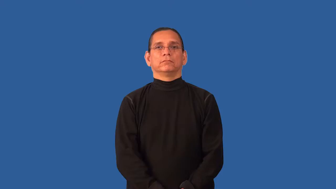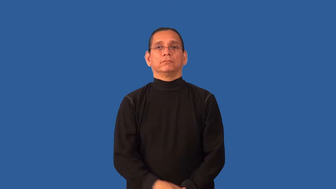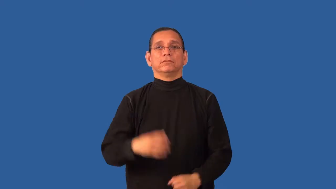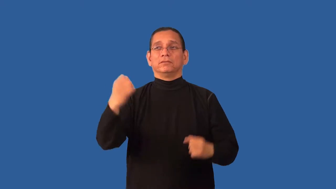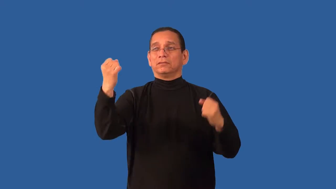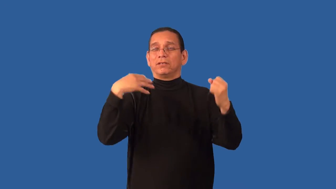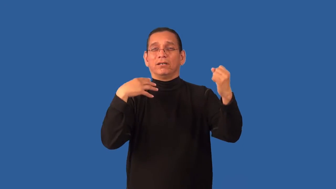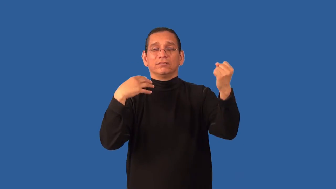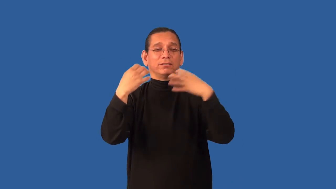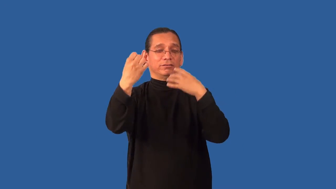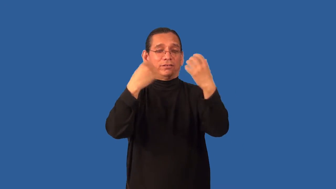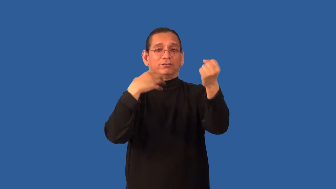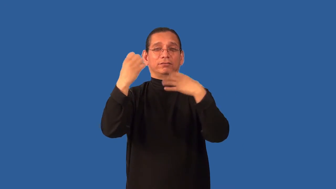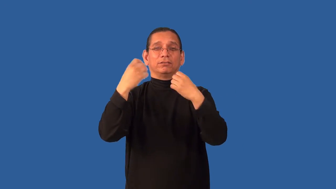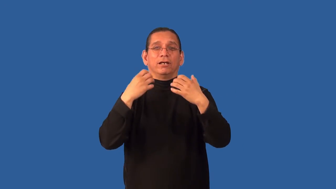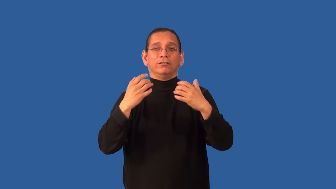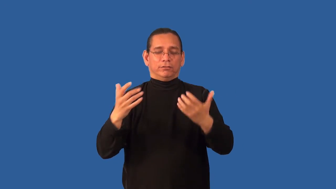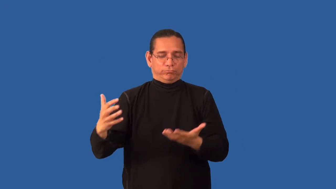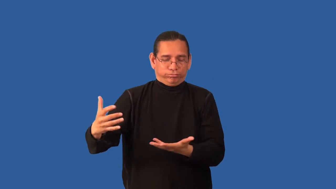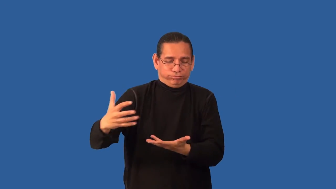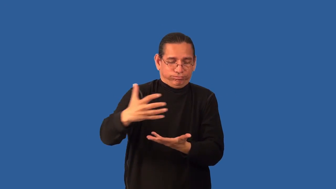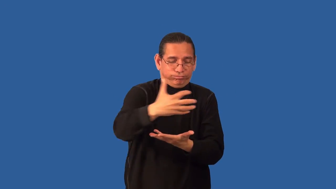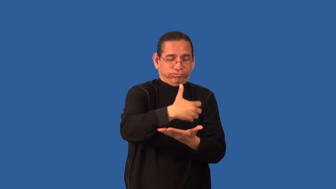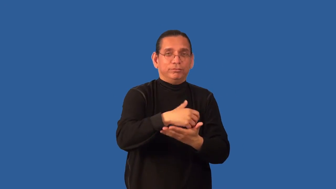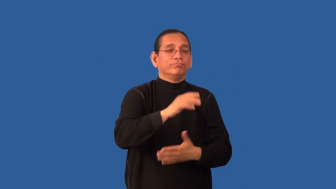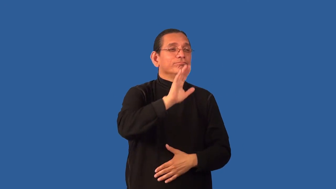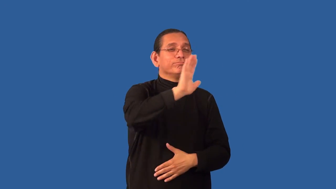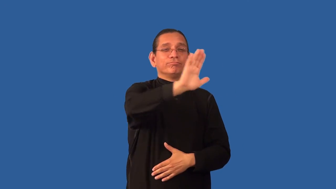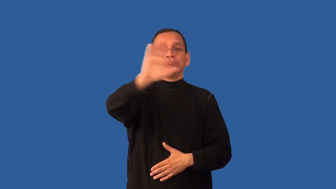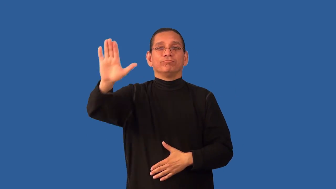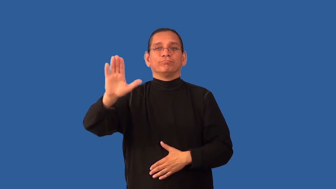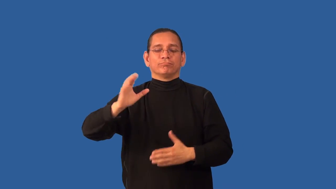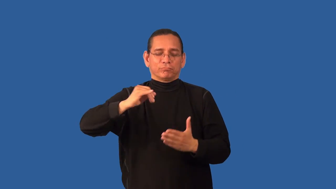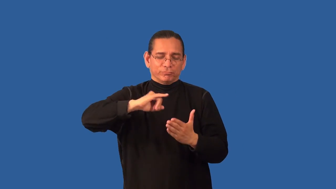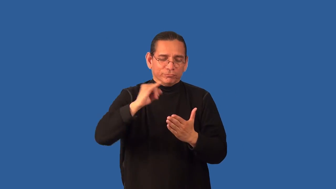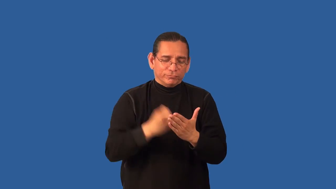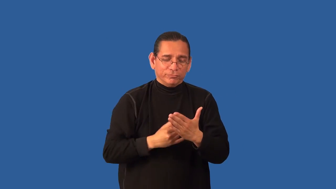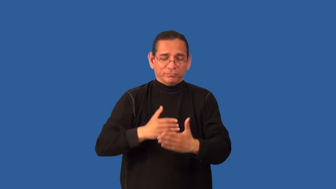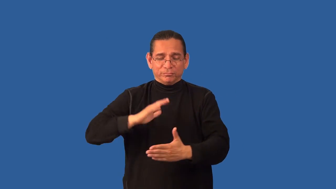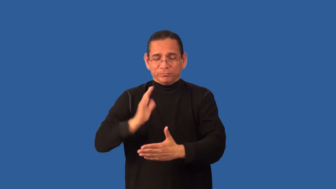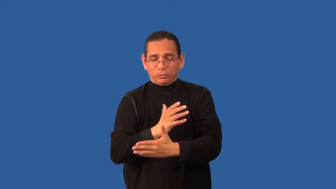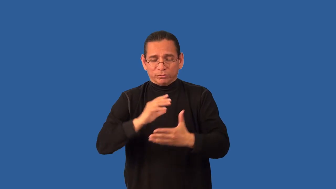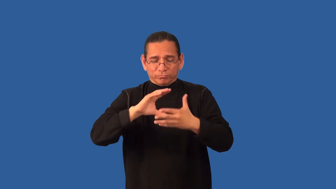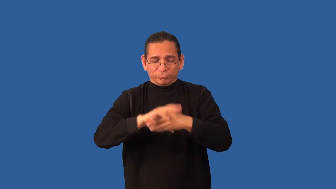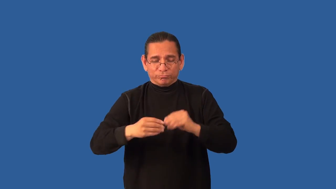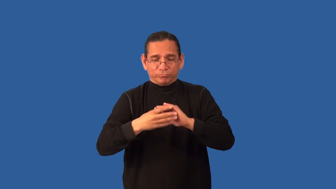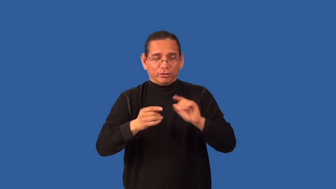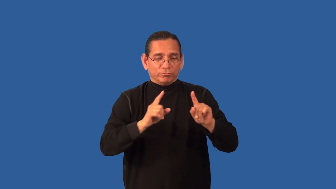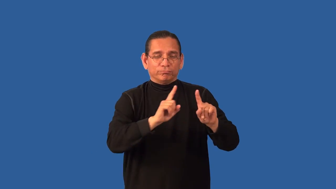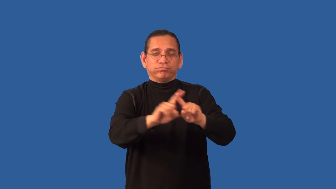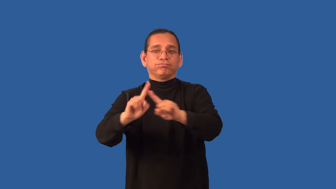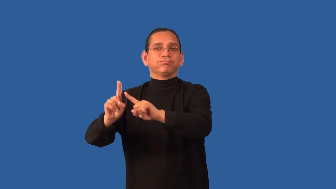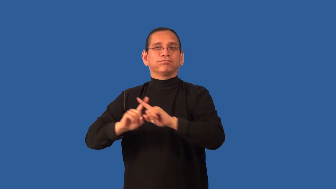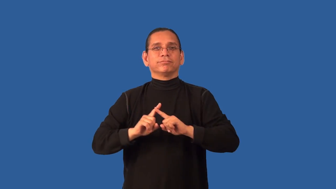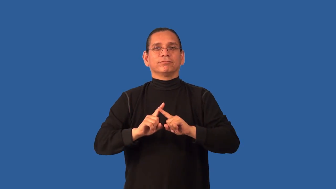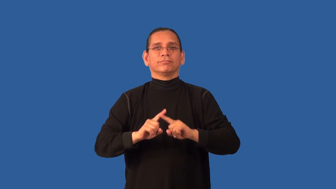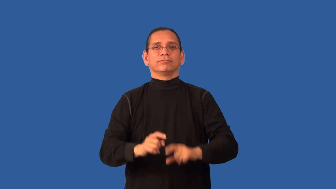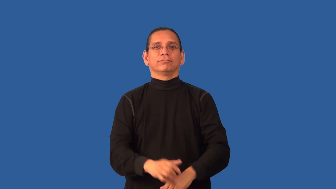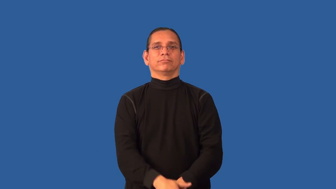anthology